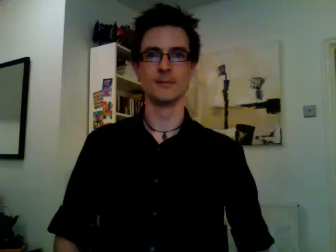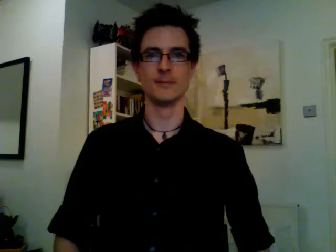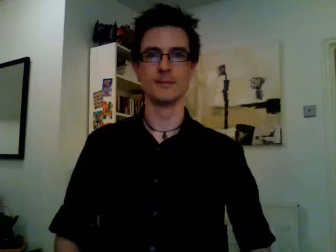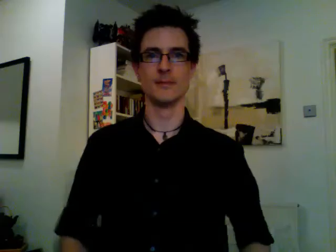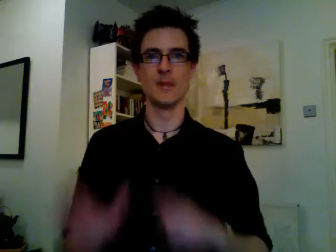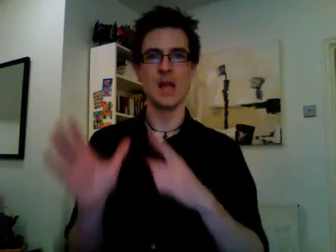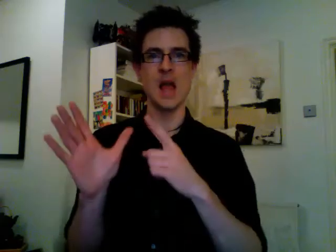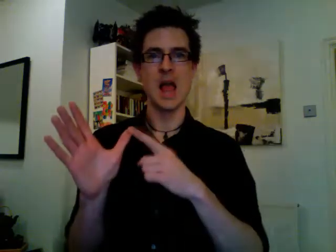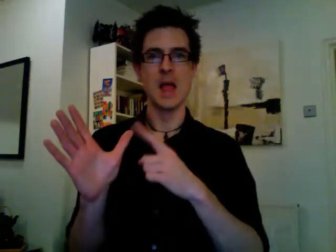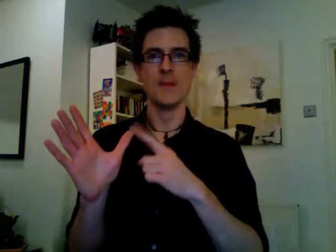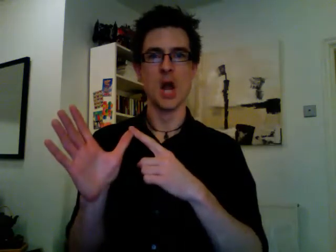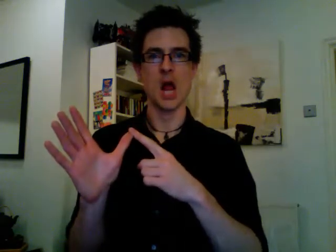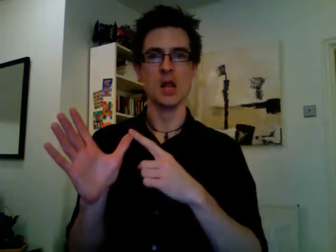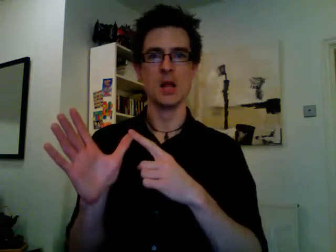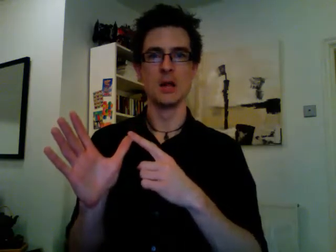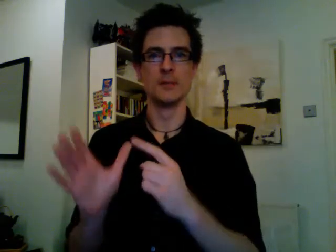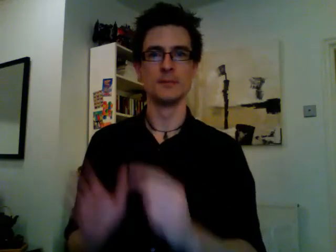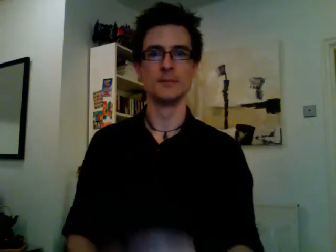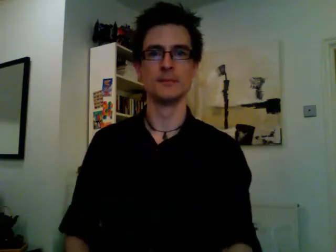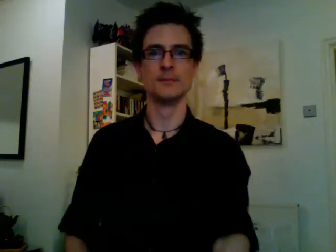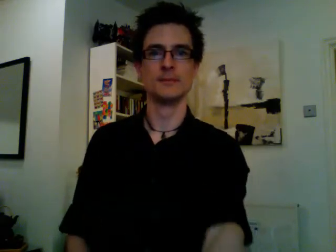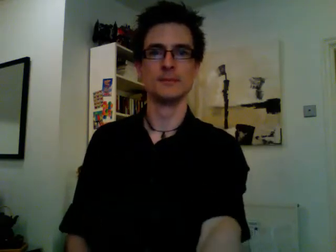april